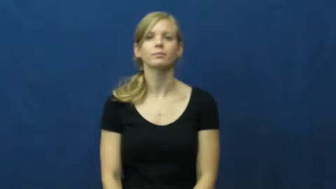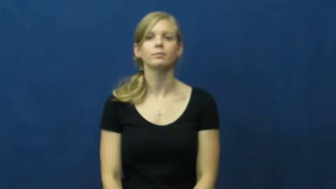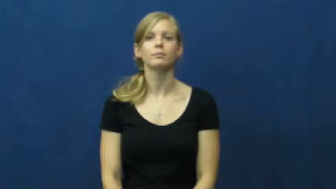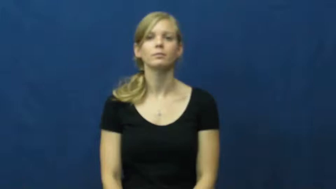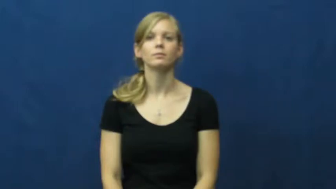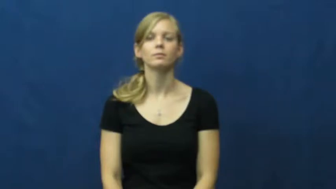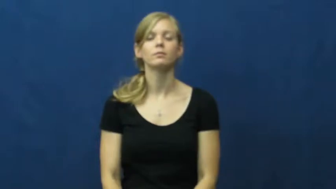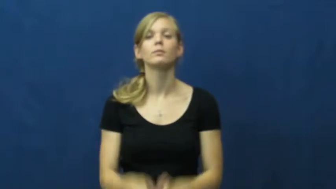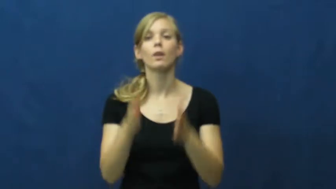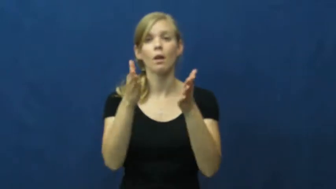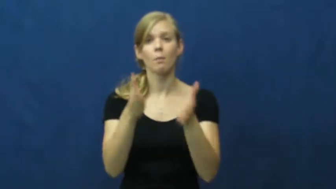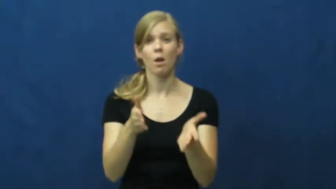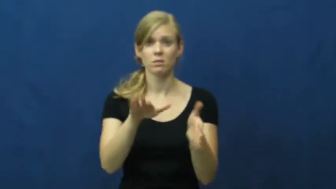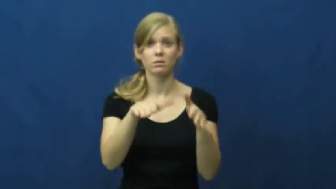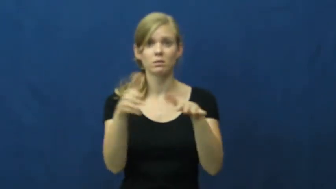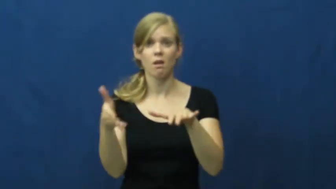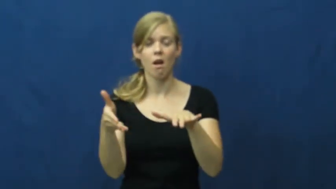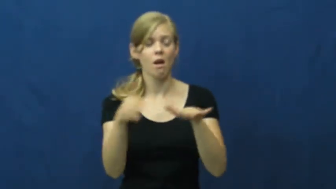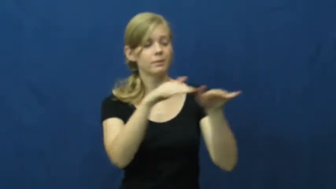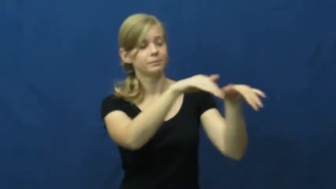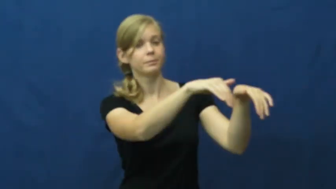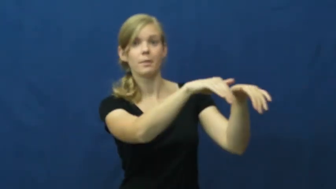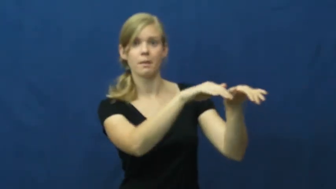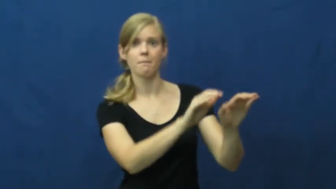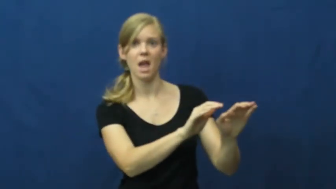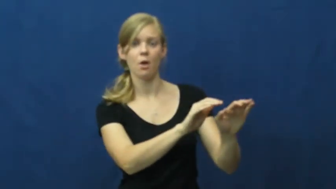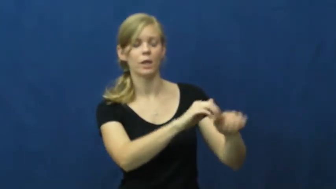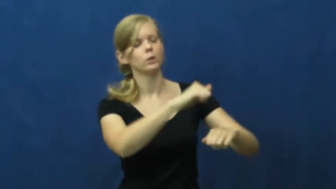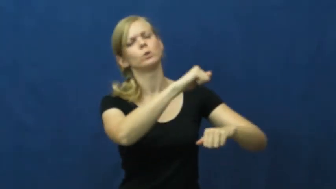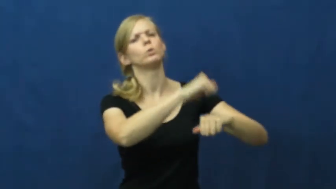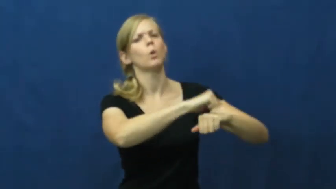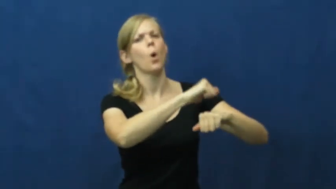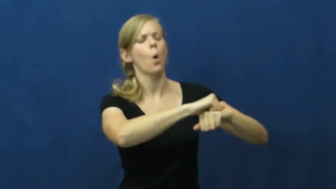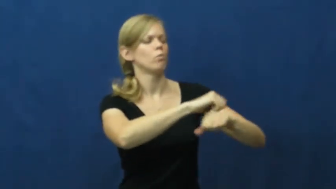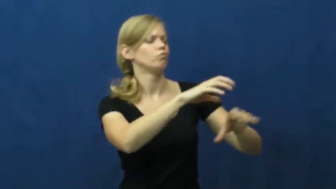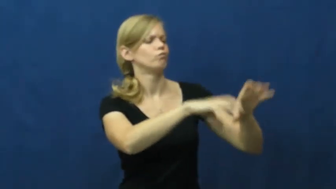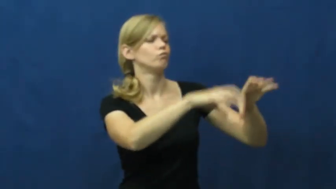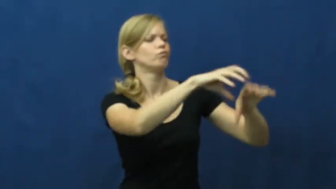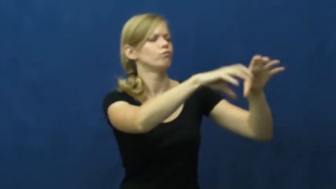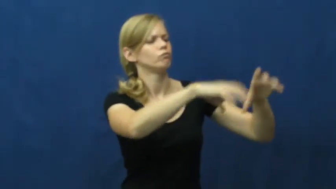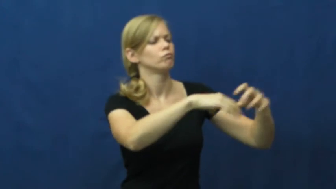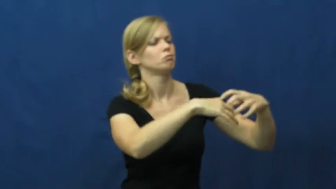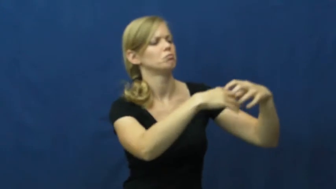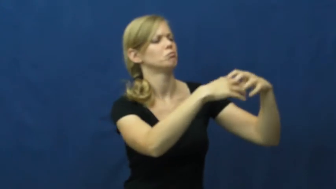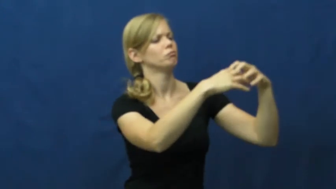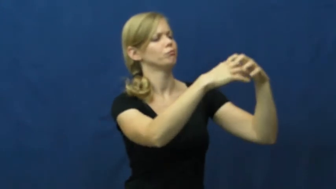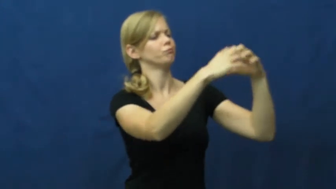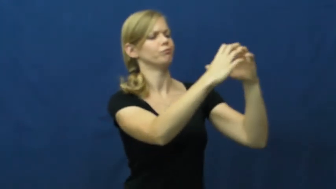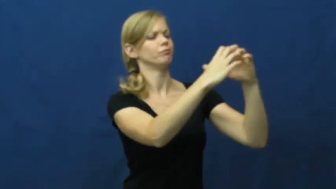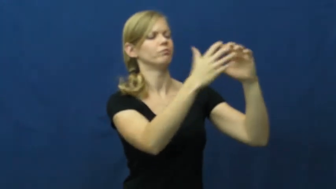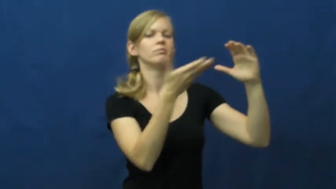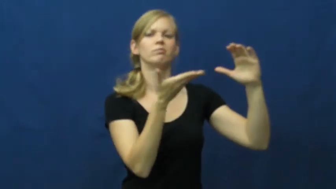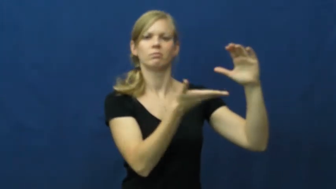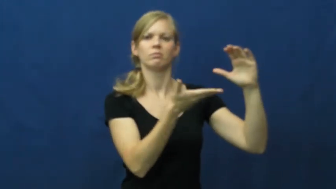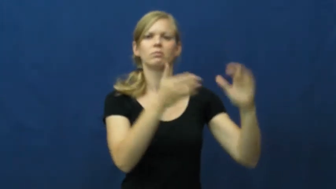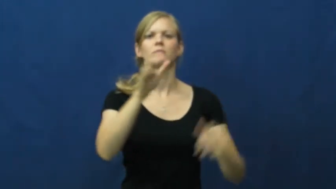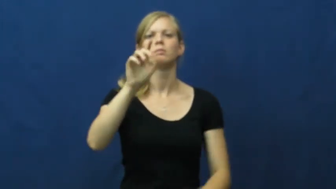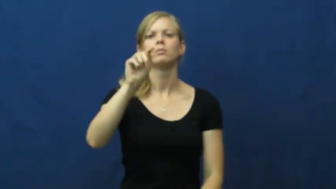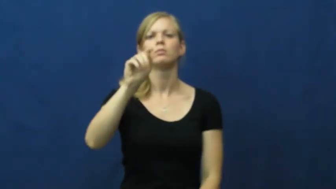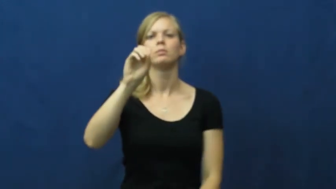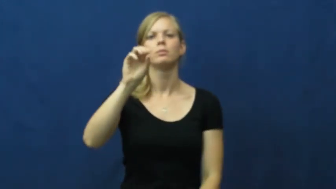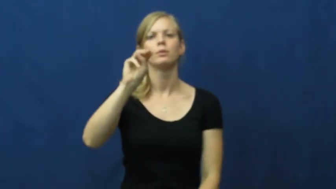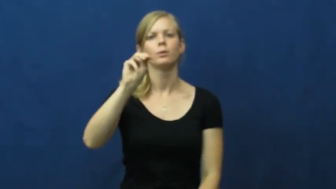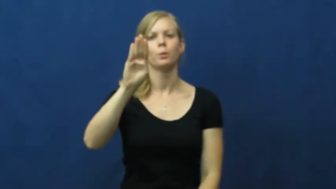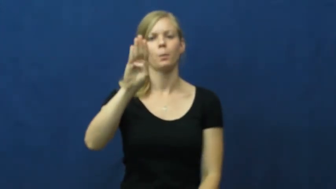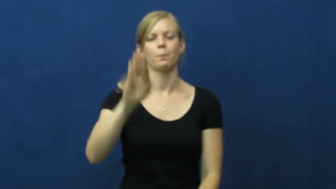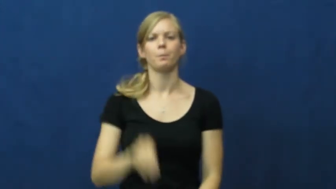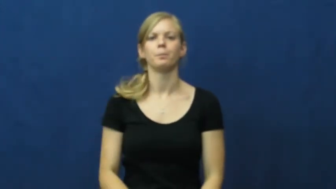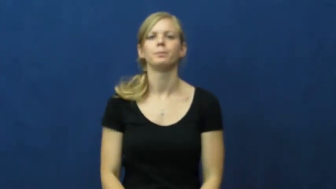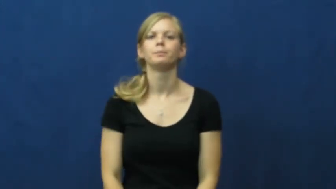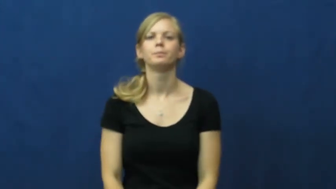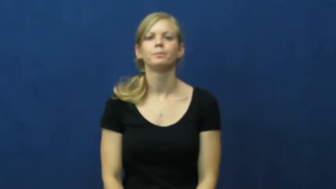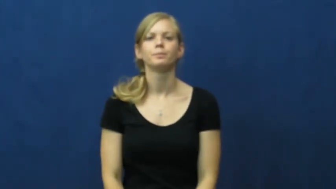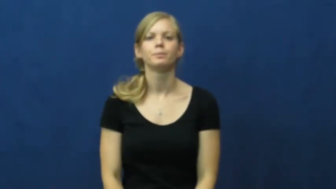tomb,crypt